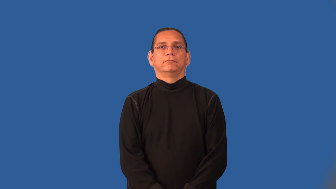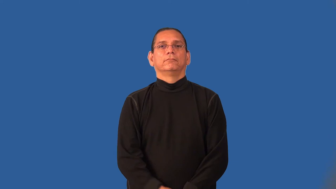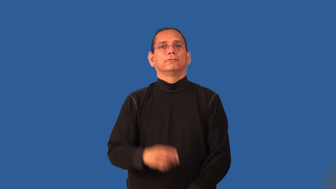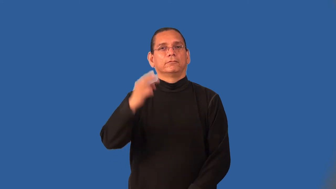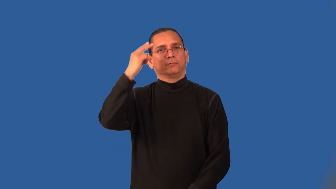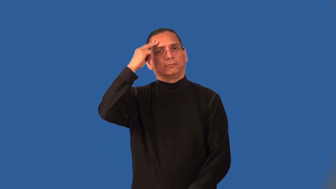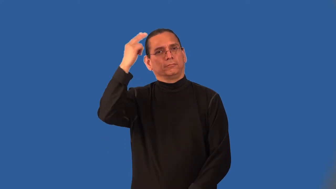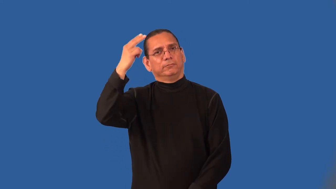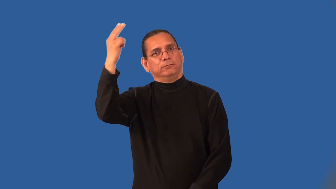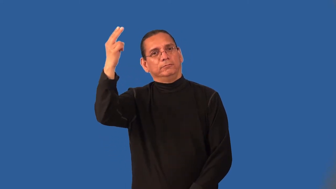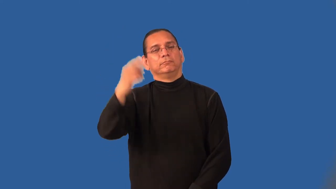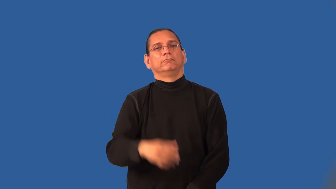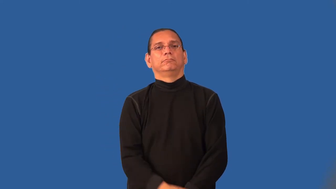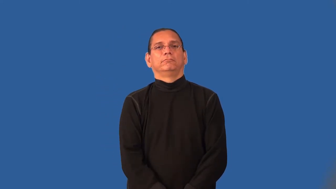hypothesize